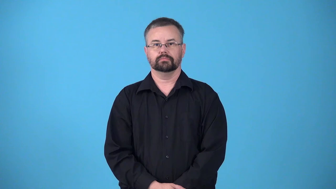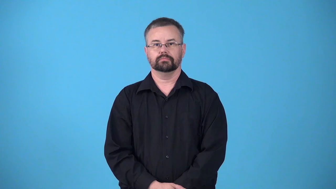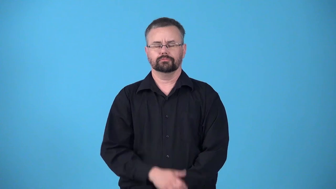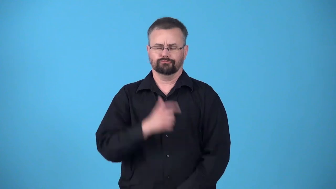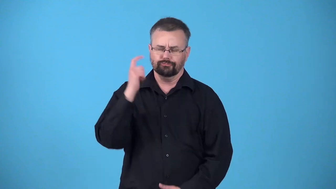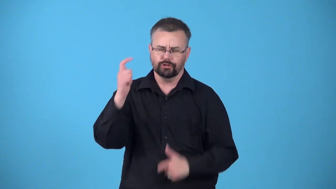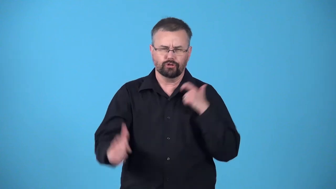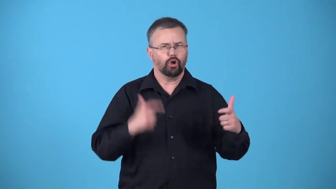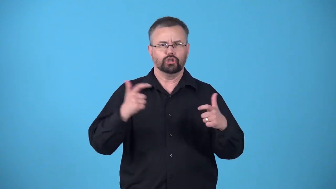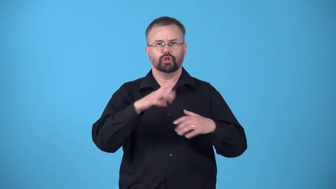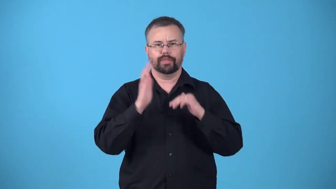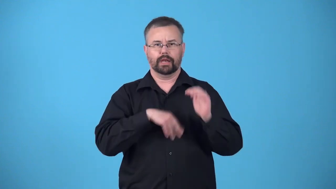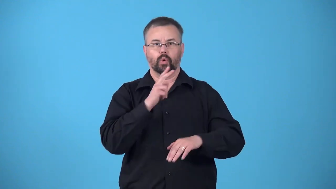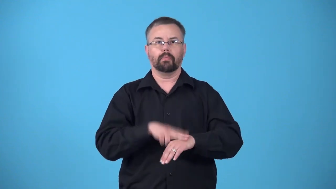kingsize